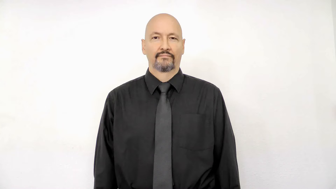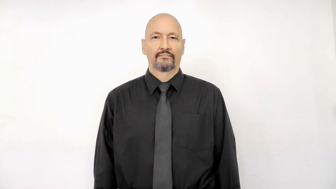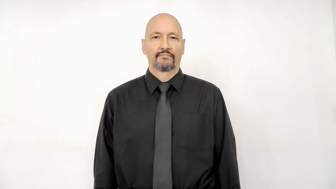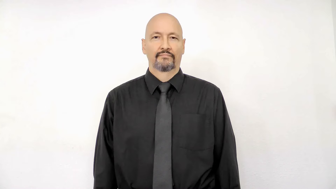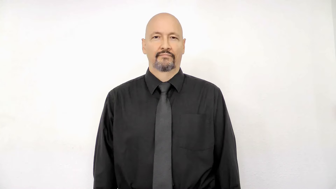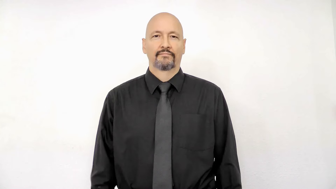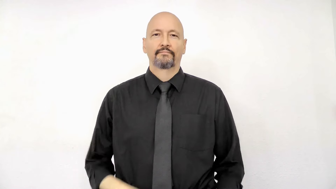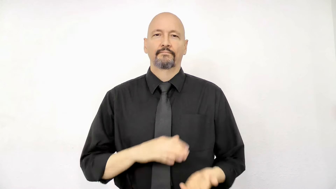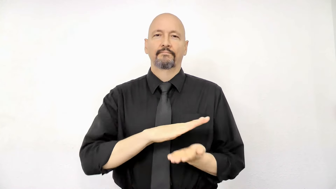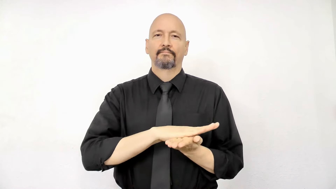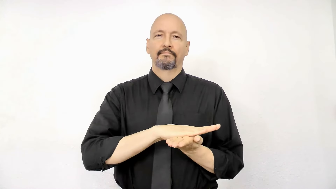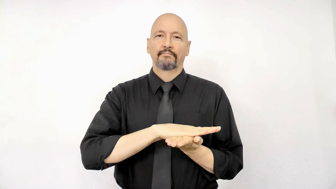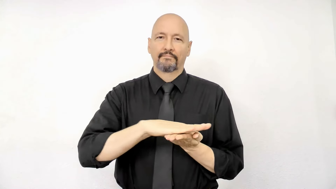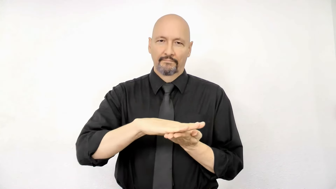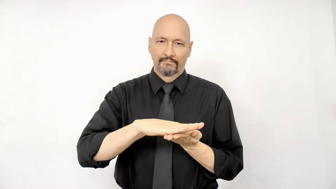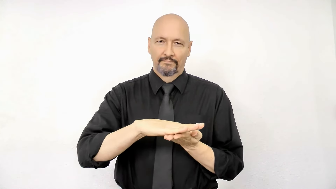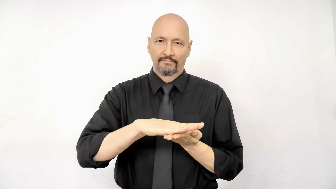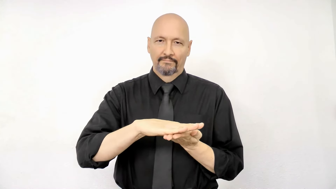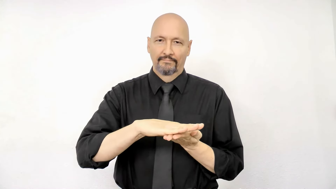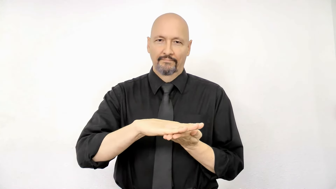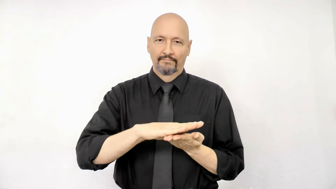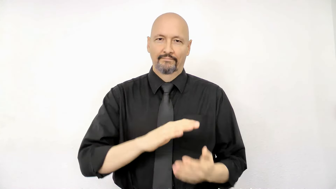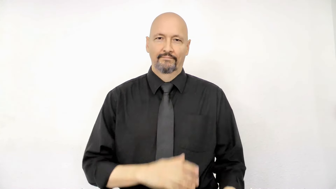NICE/CLEAN